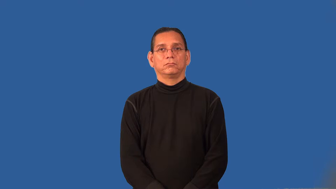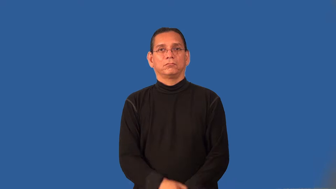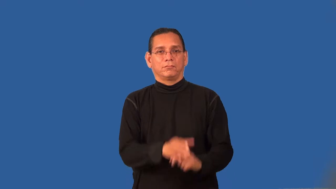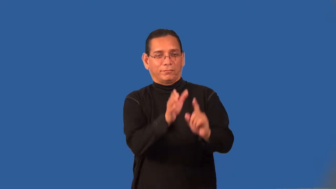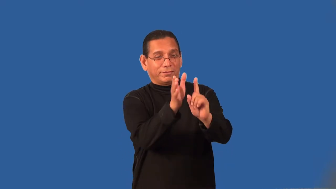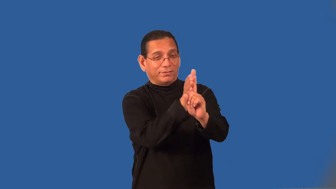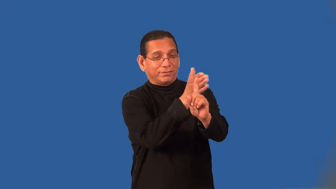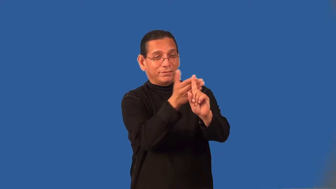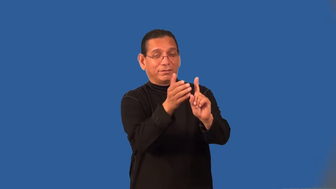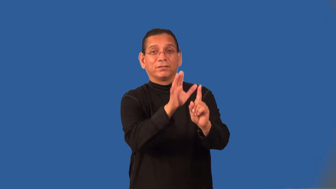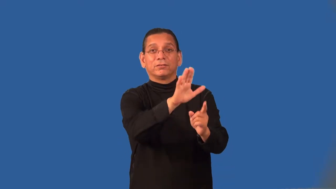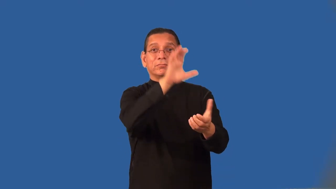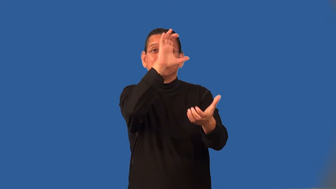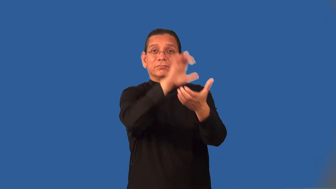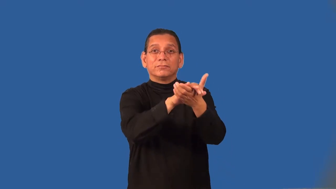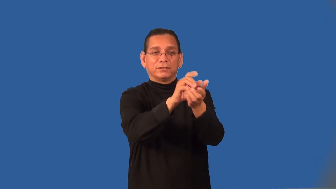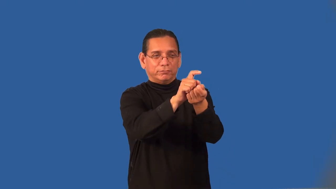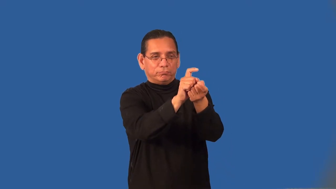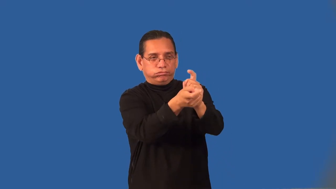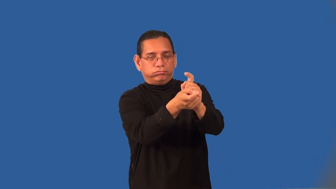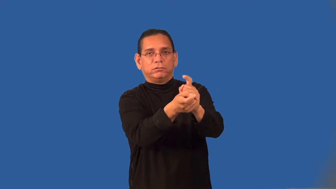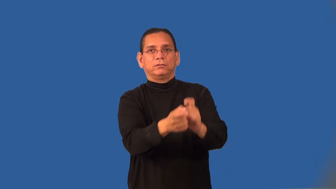proselytize